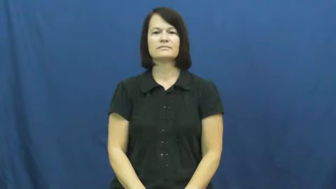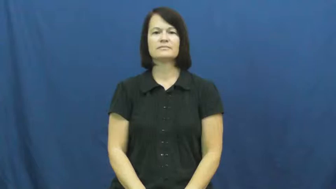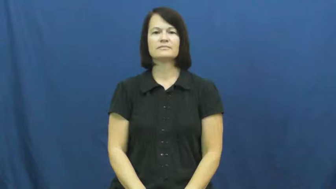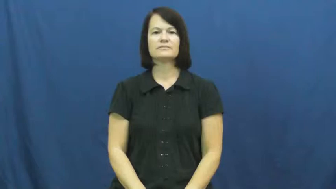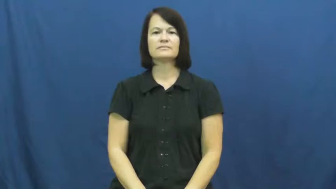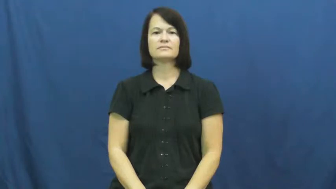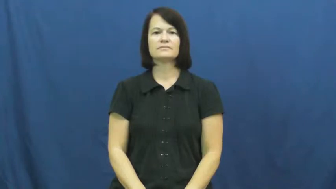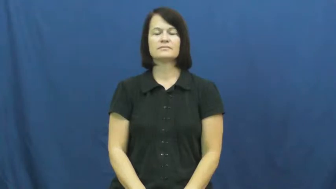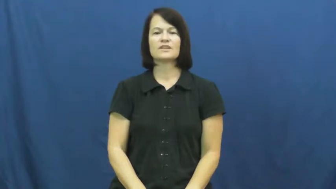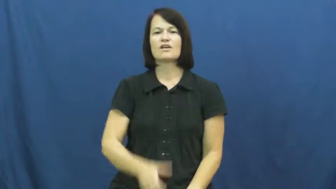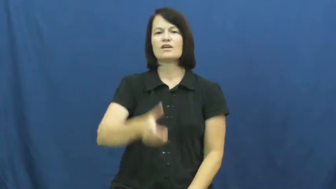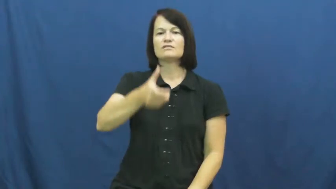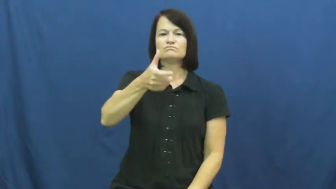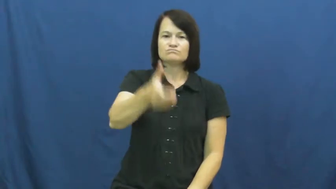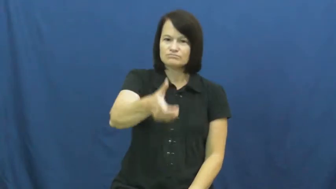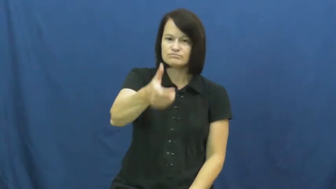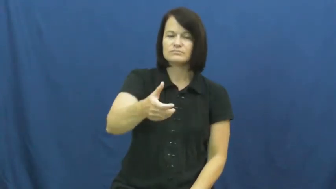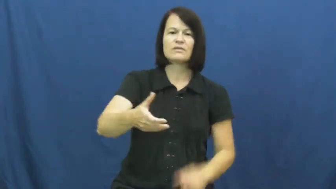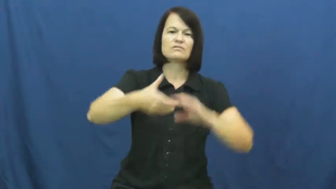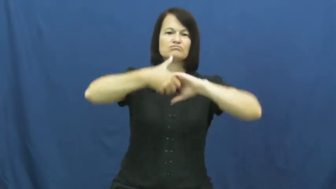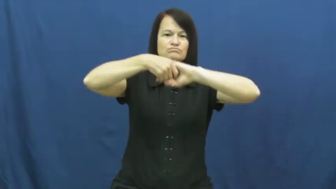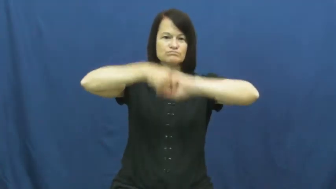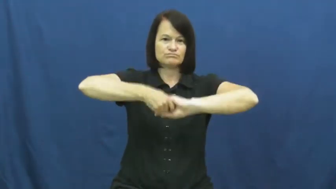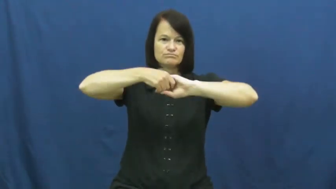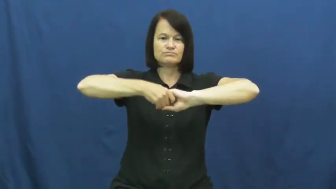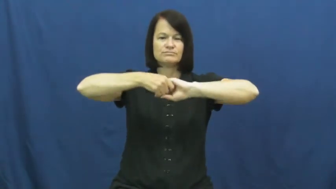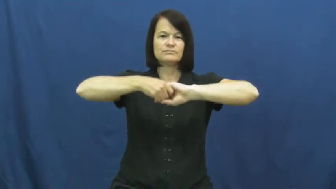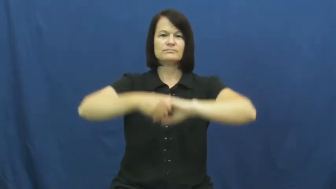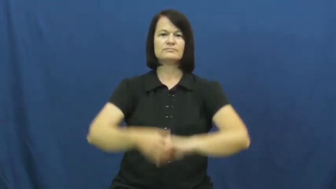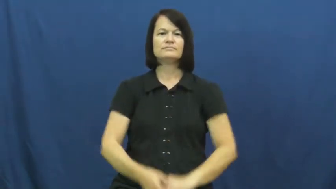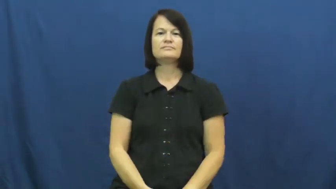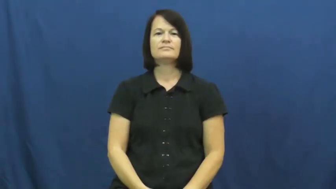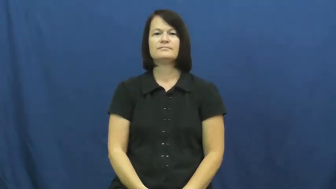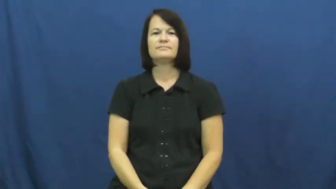handshake